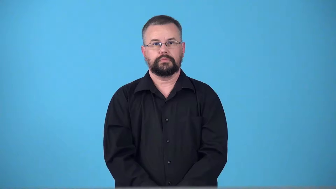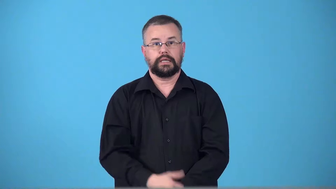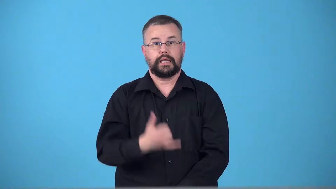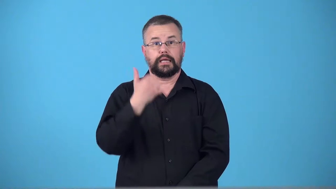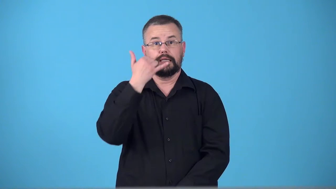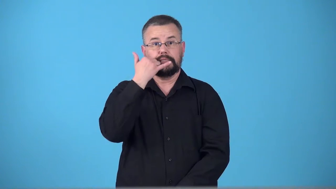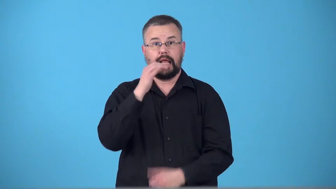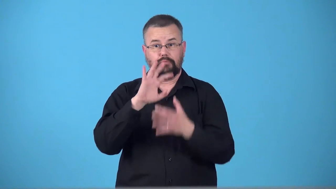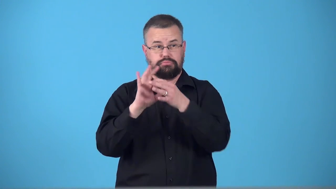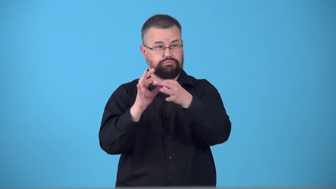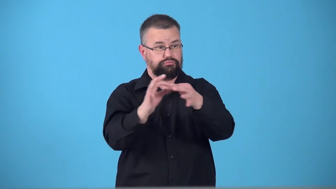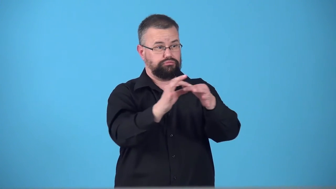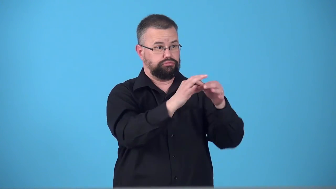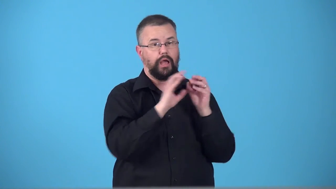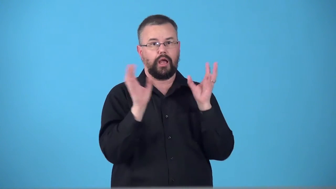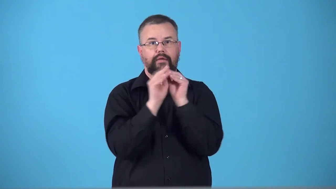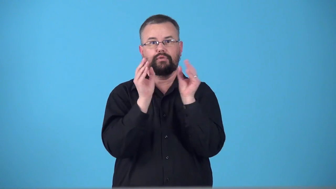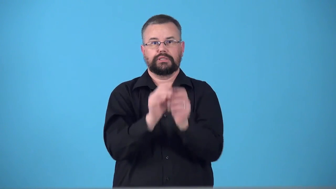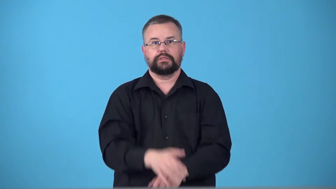teleconference